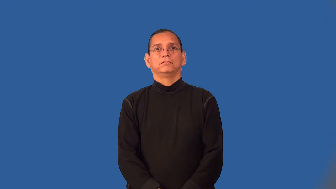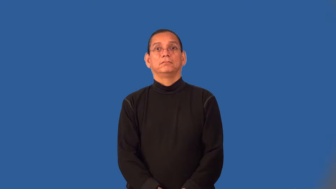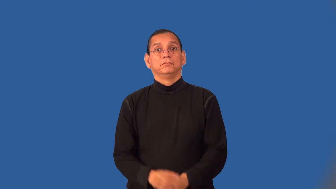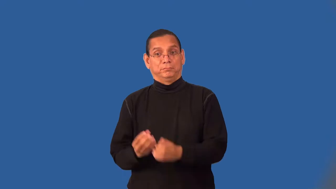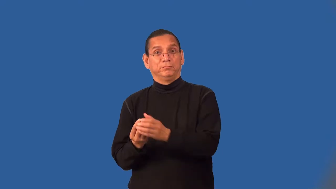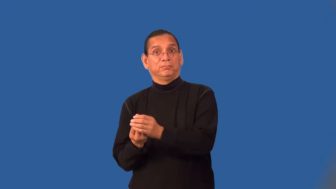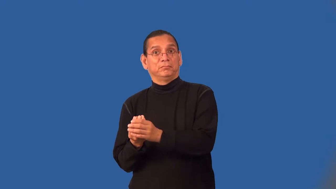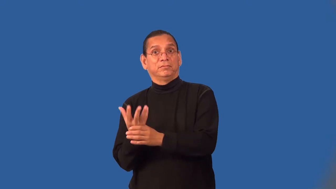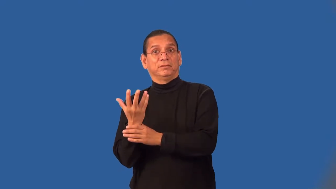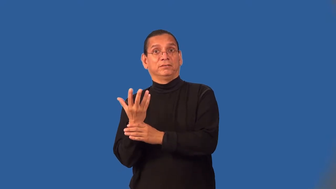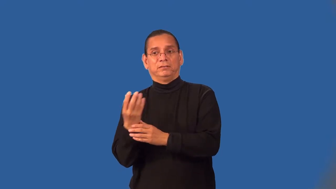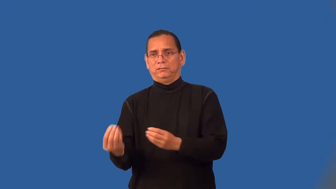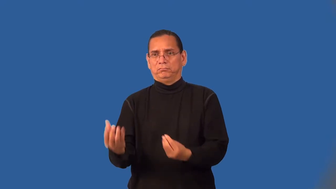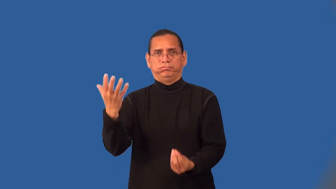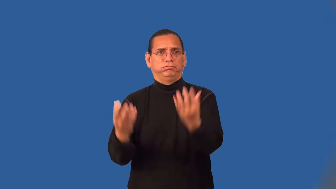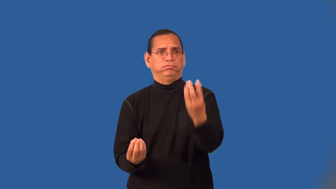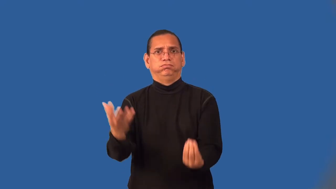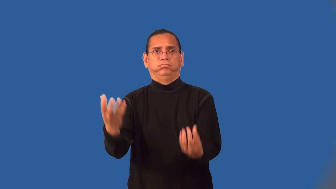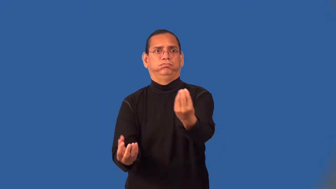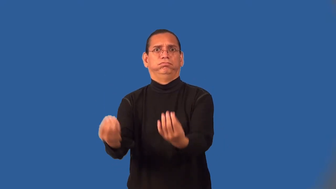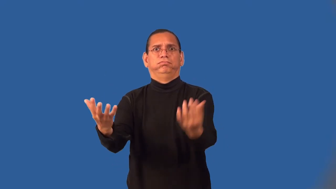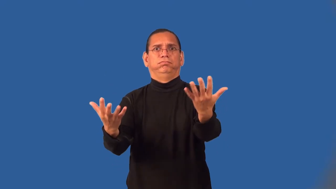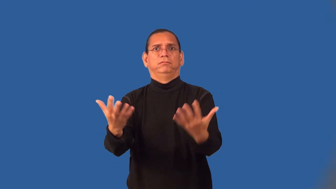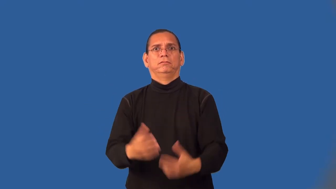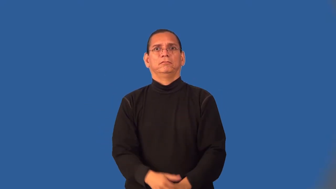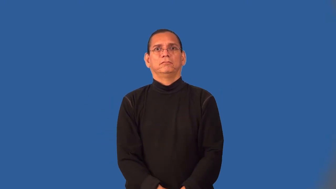weed-plant